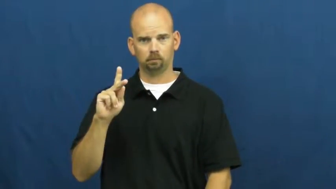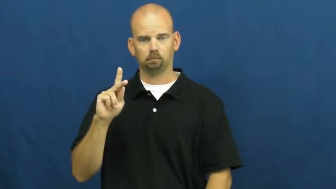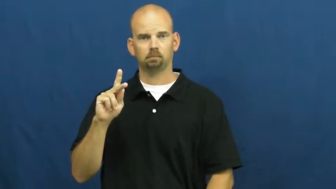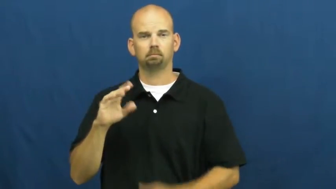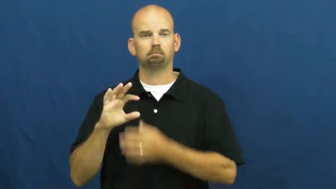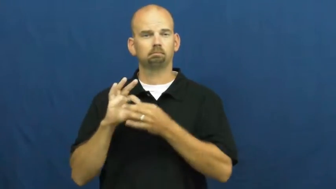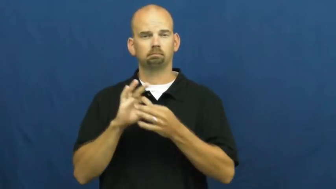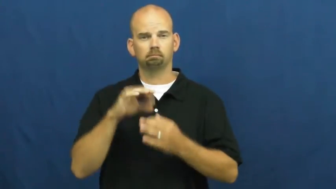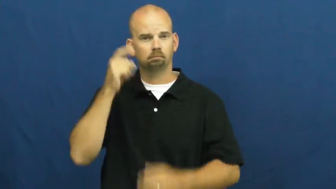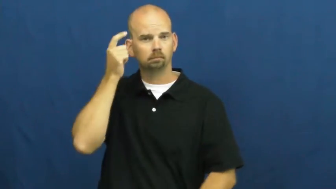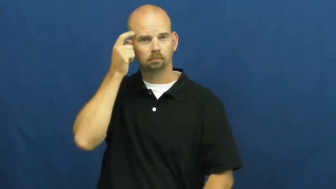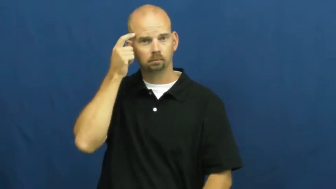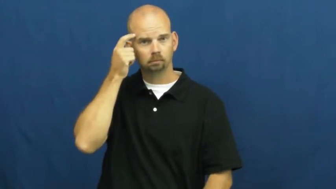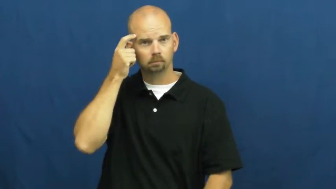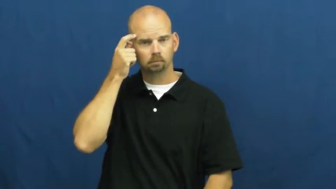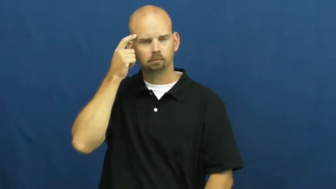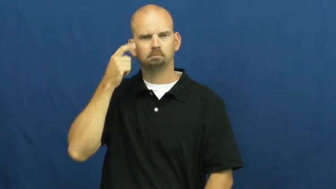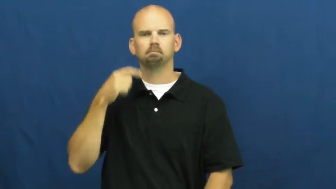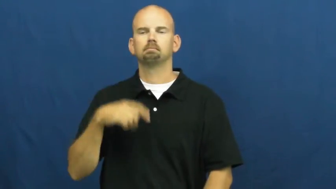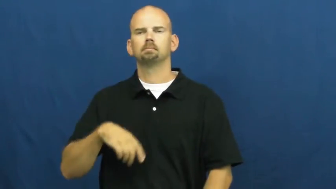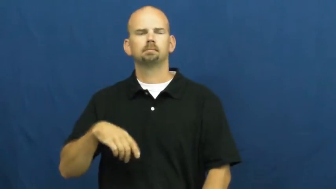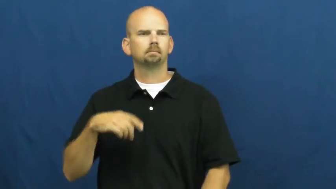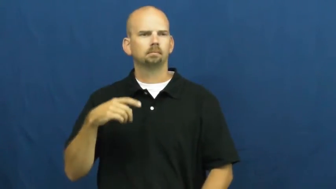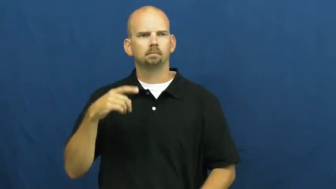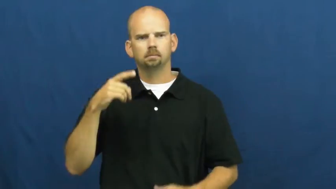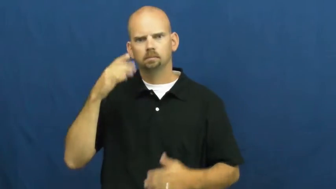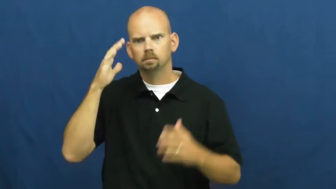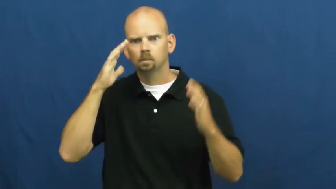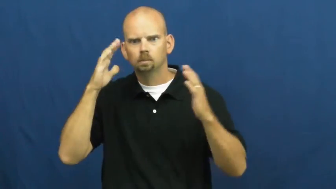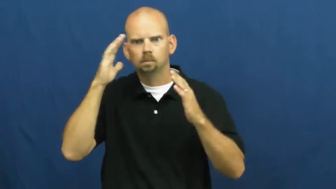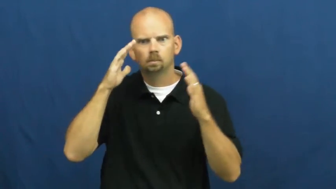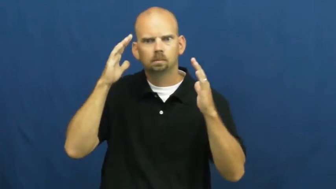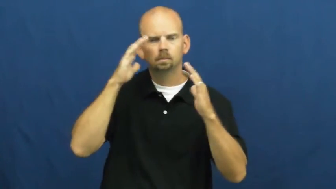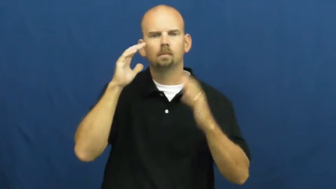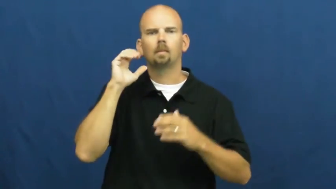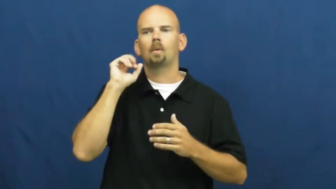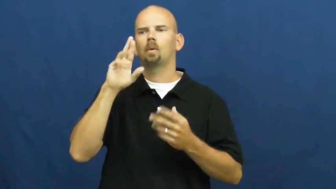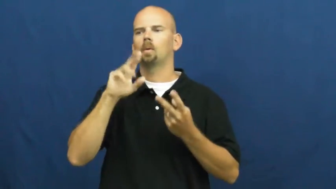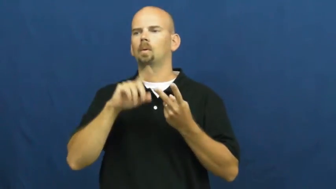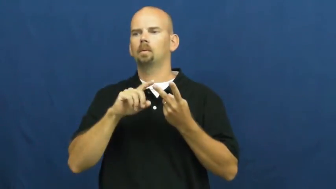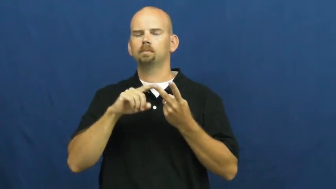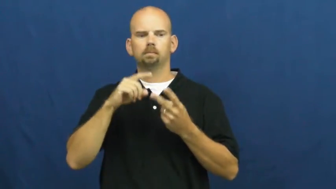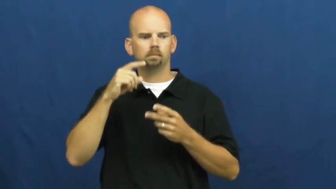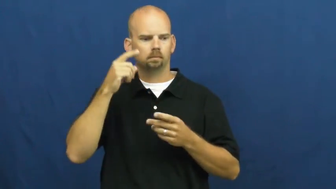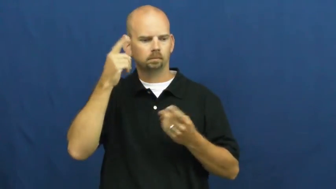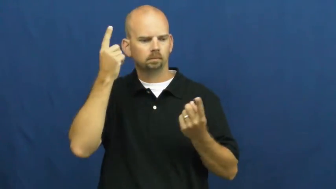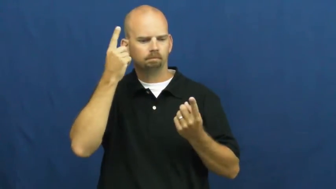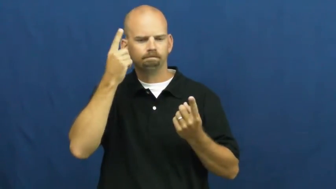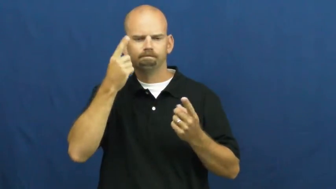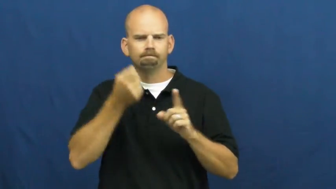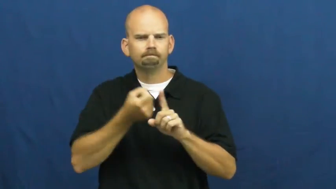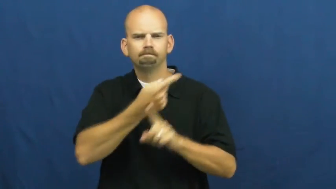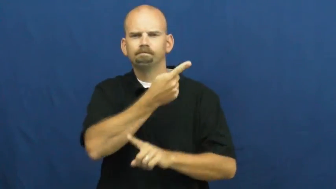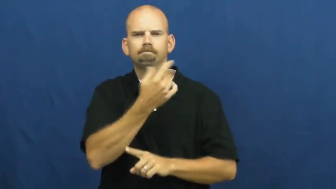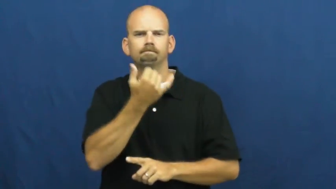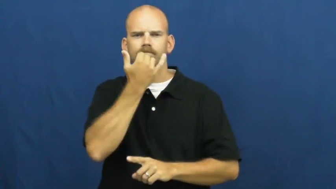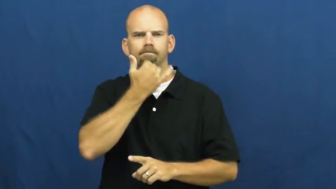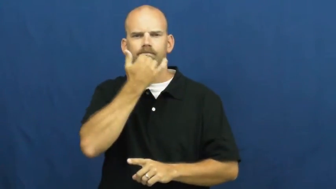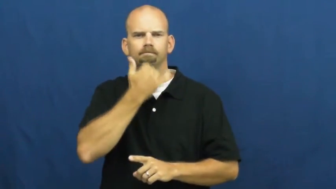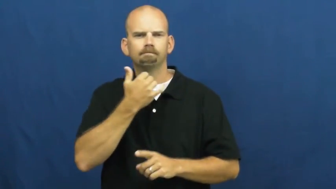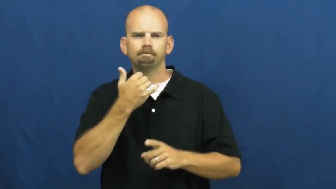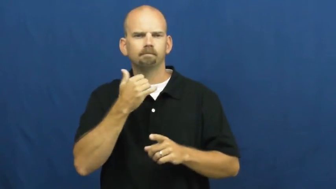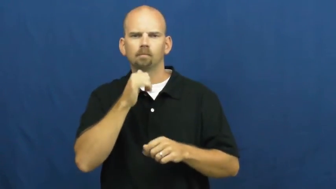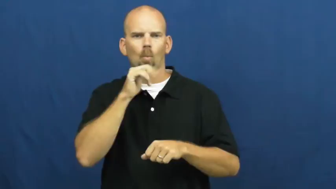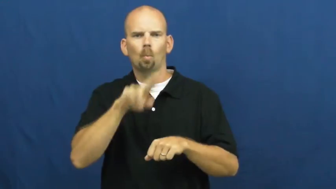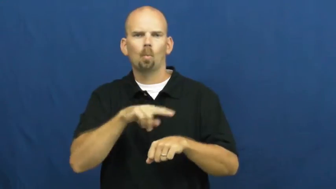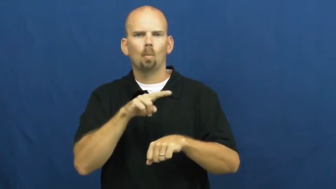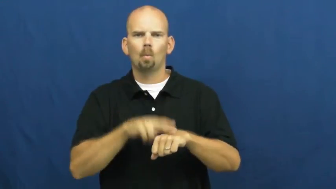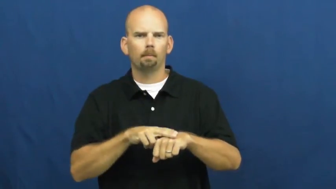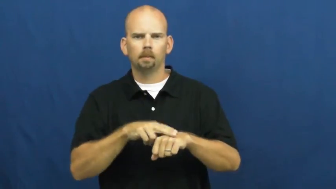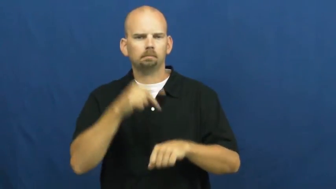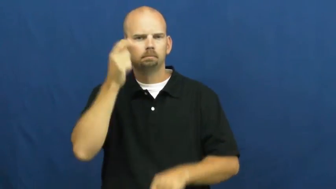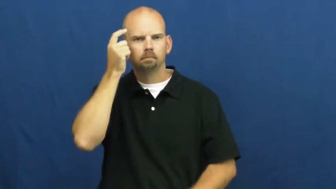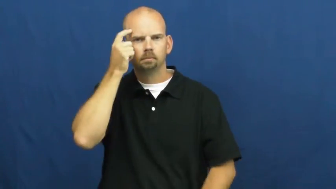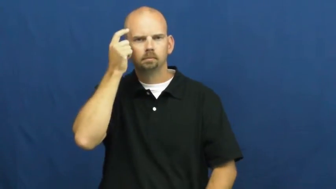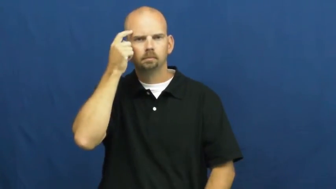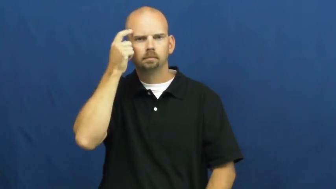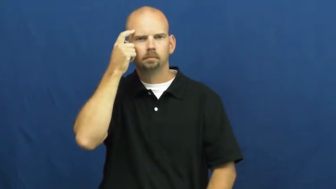sick,twisted-mental